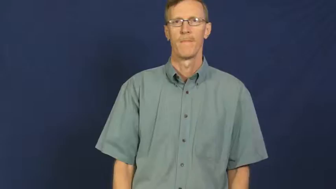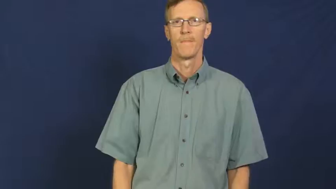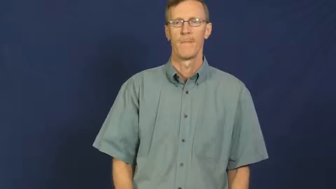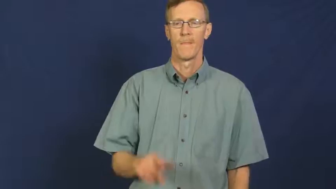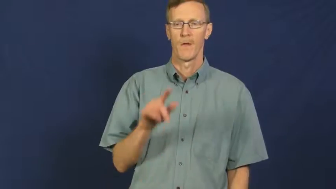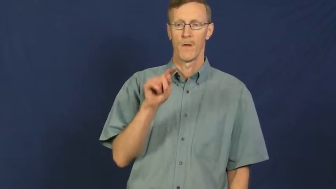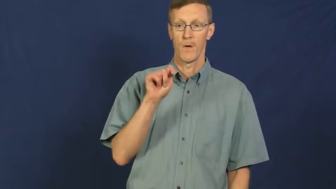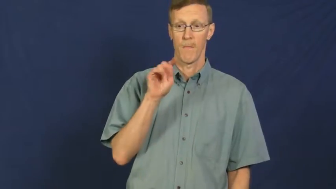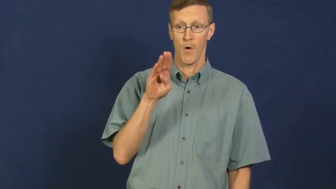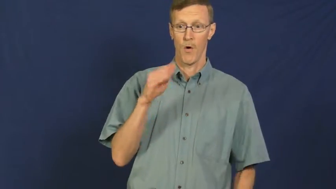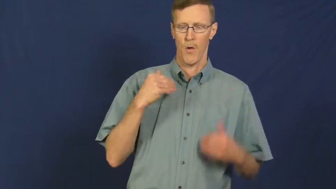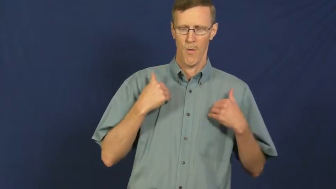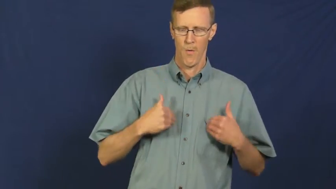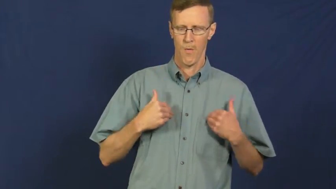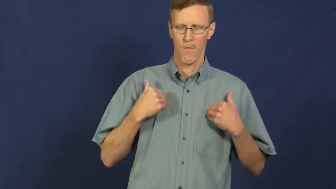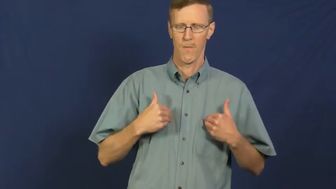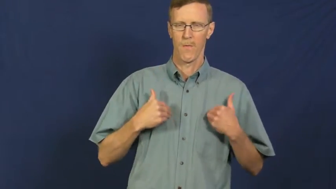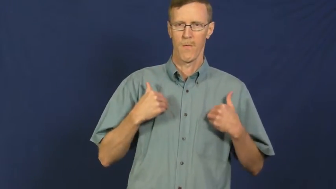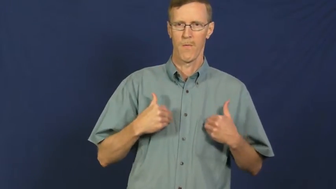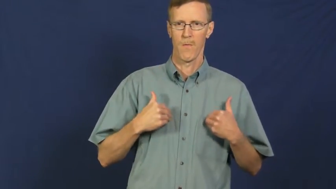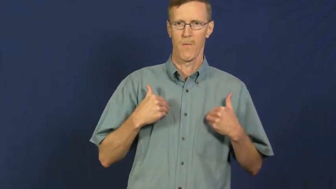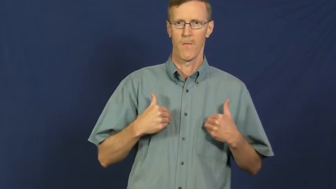tuberculosis